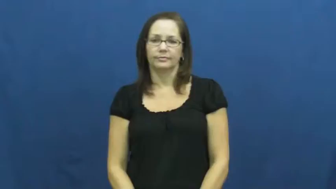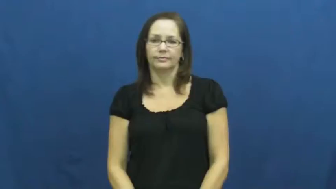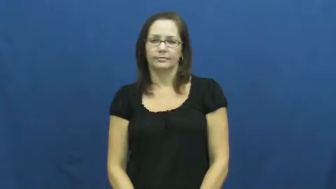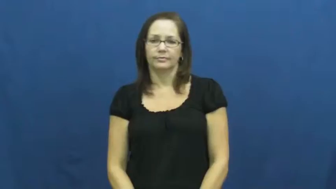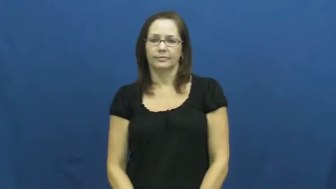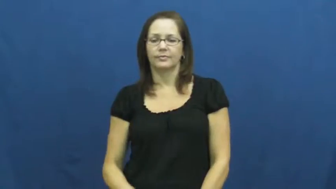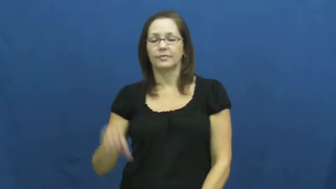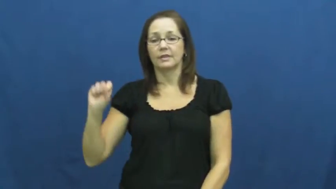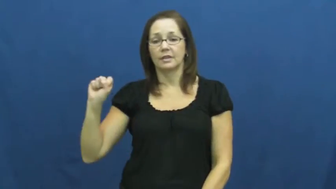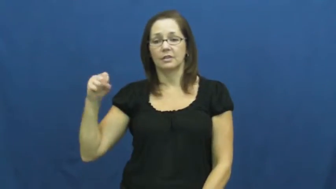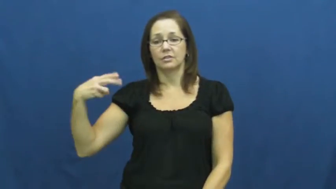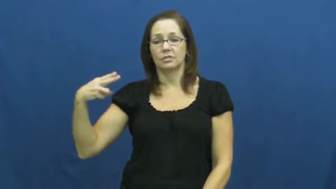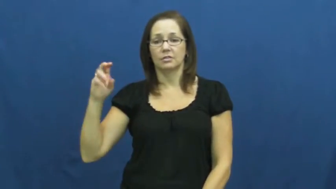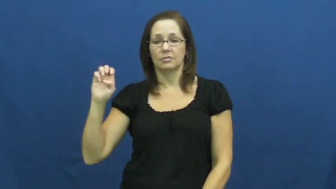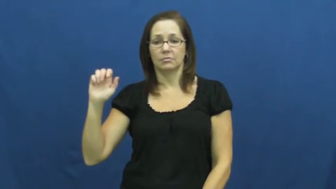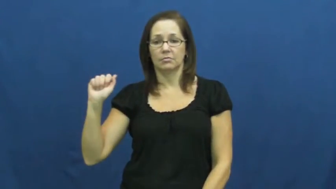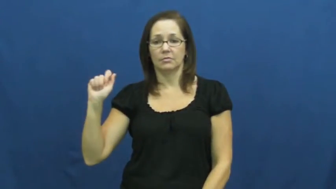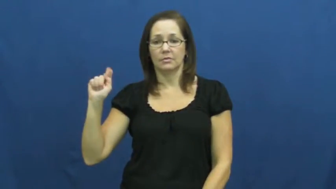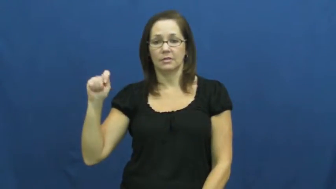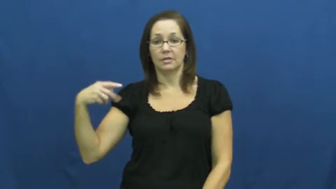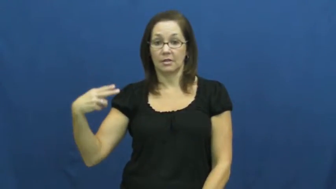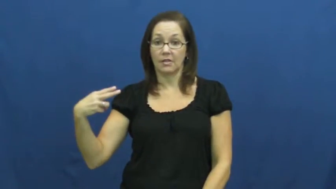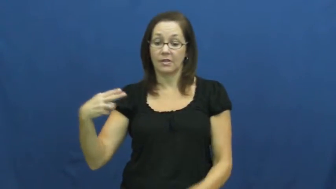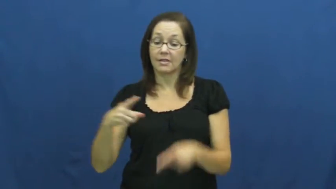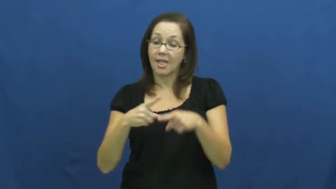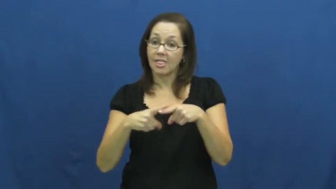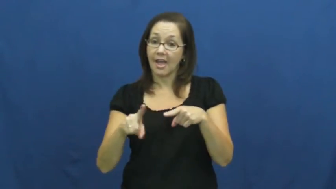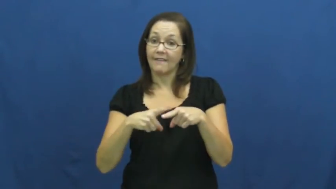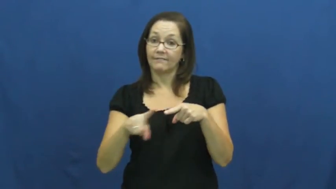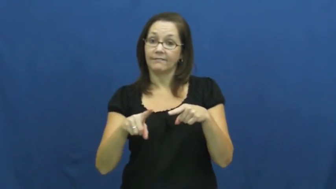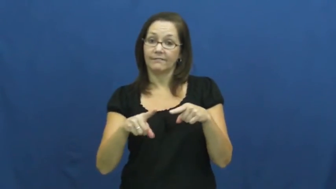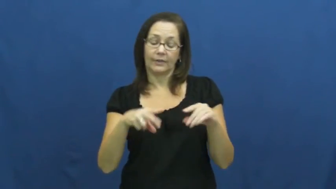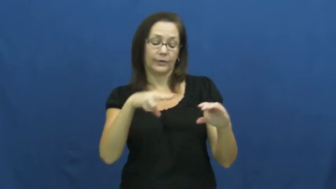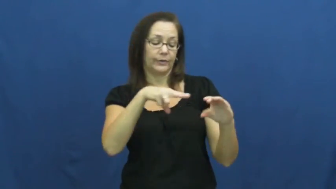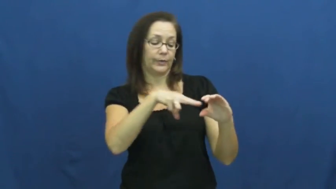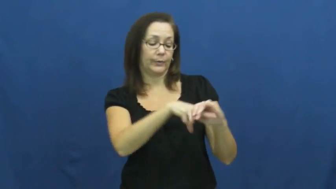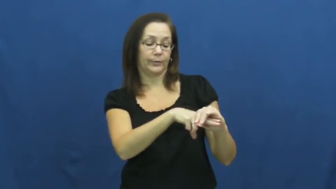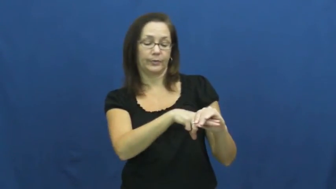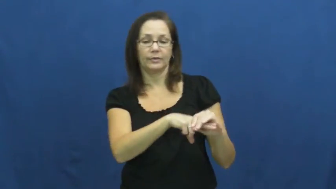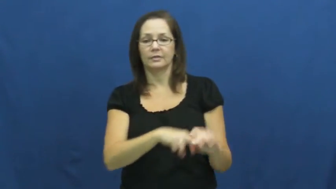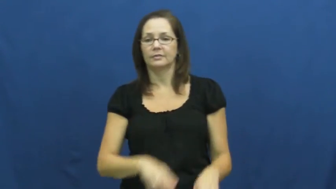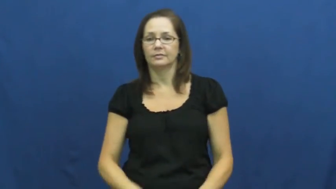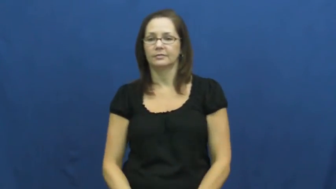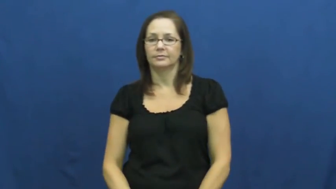sheathe